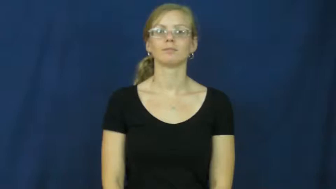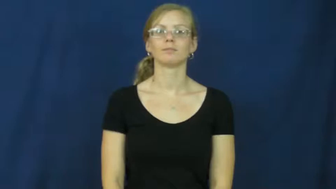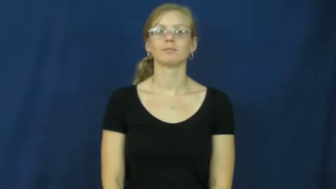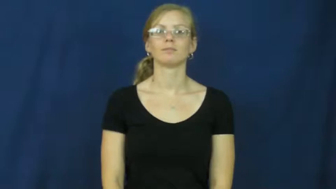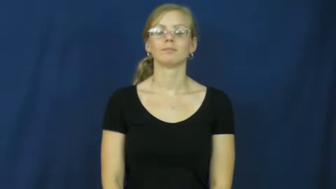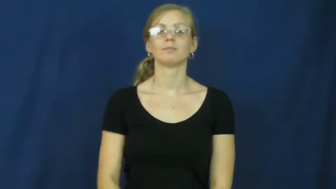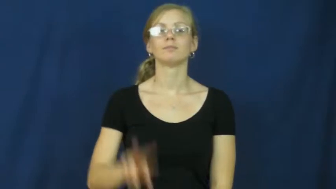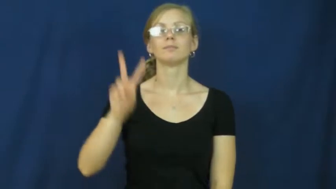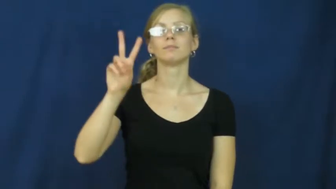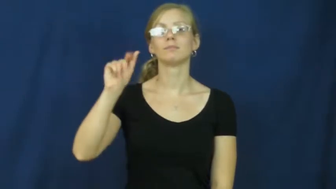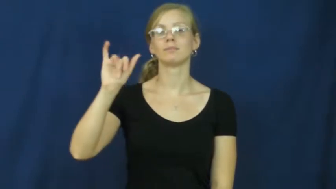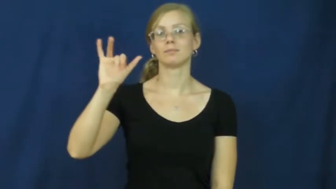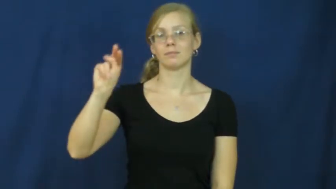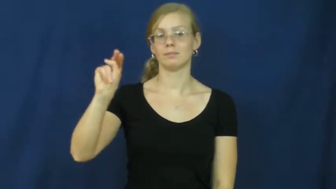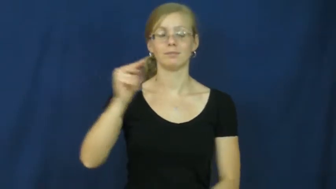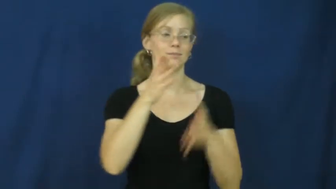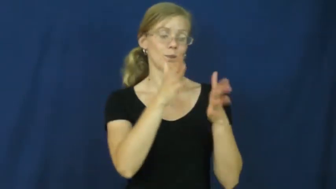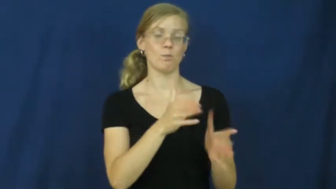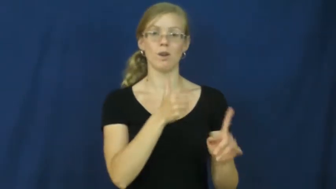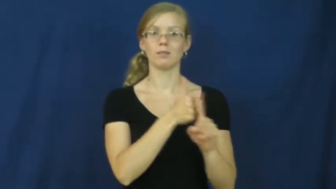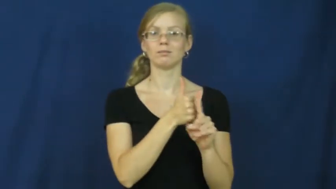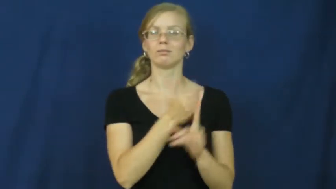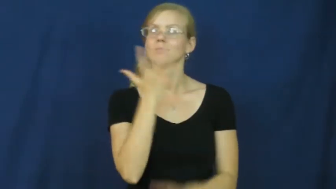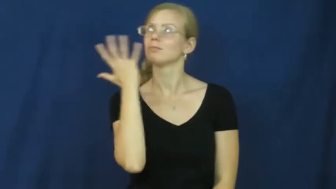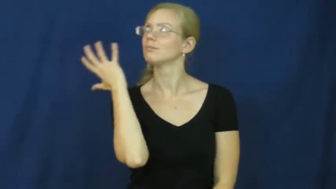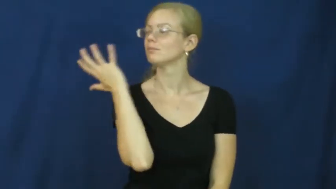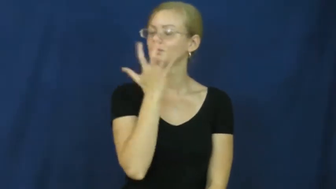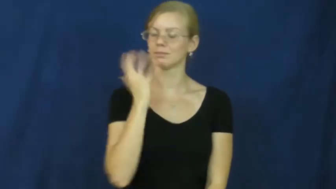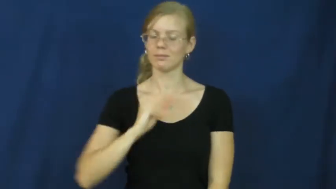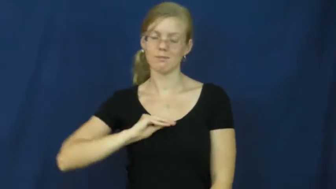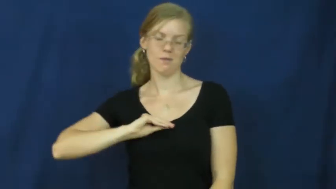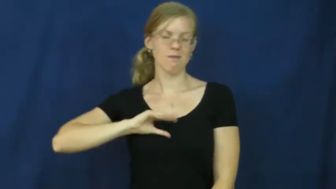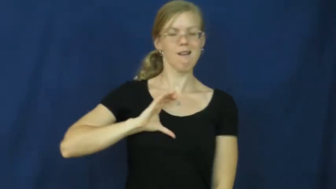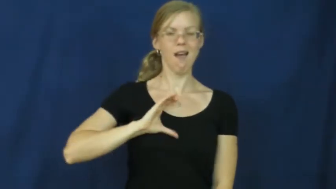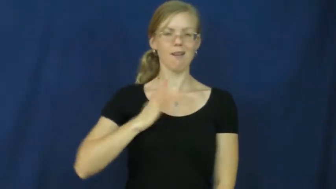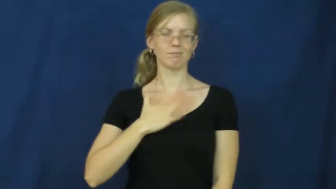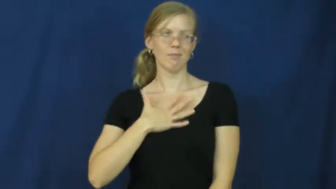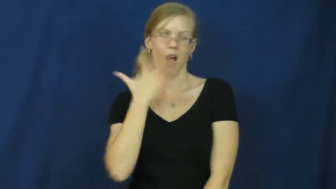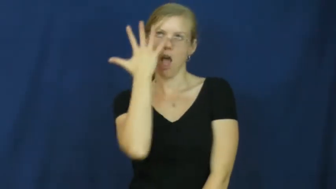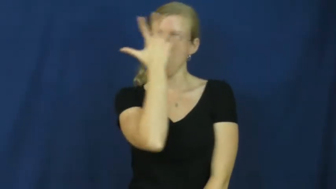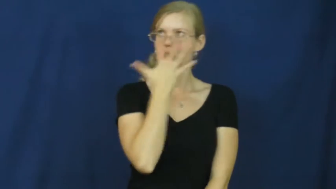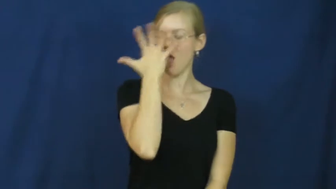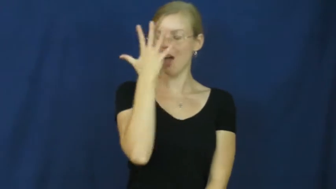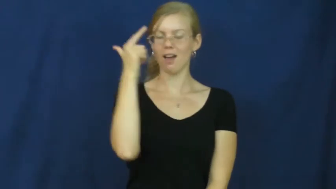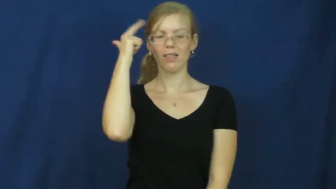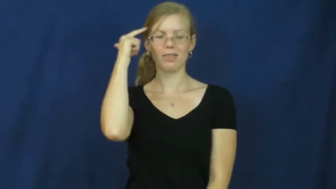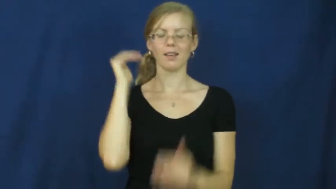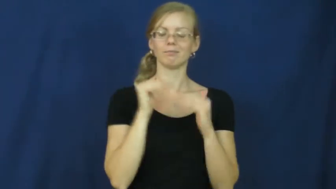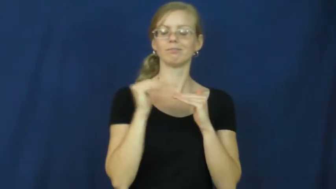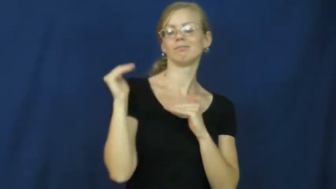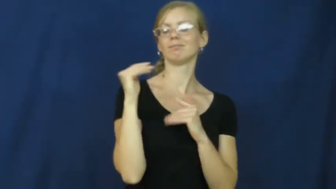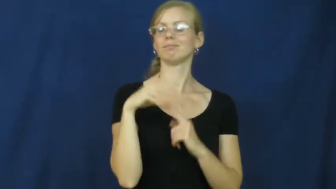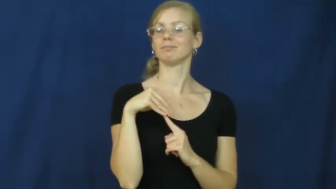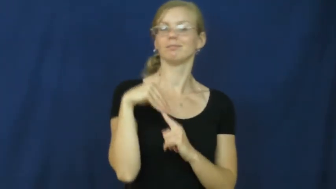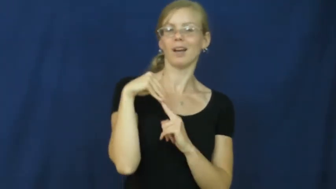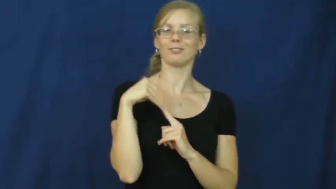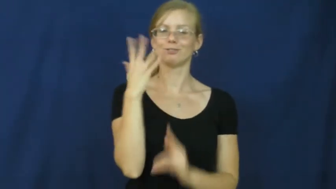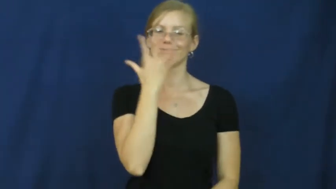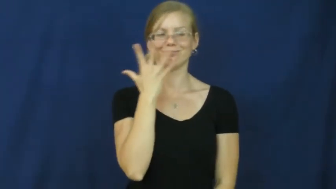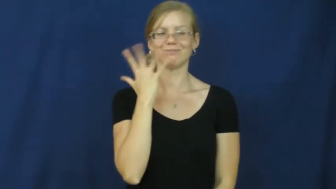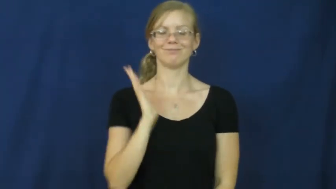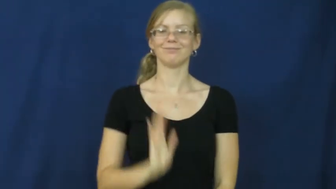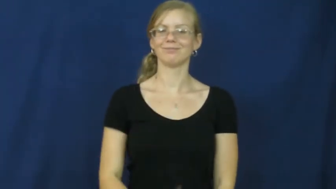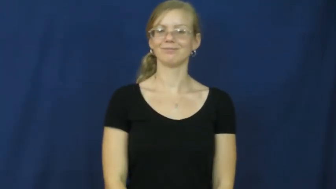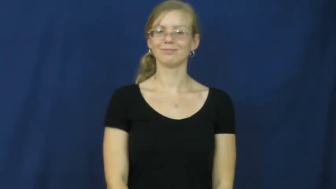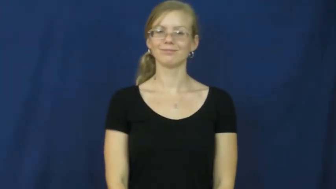vain-attractive